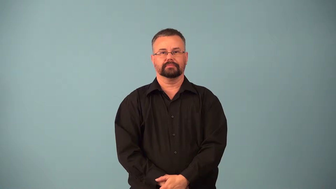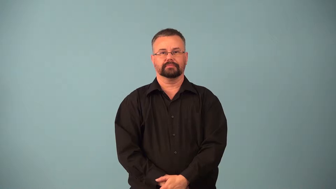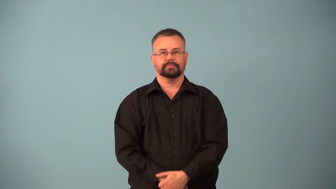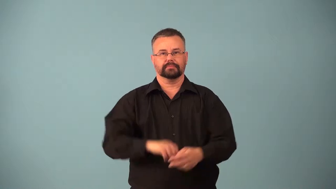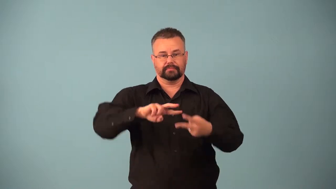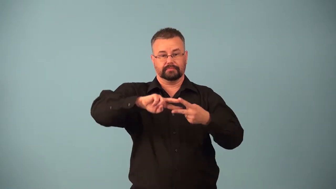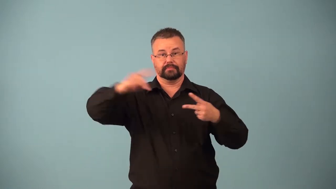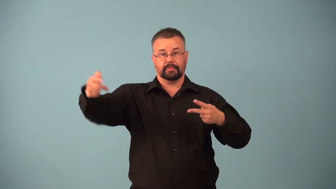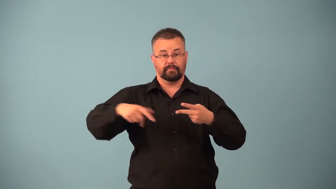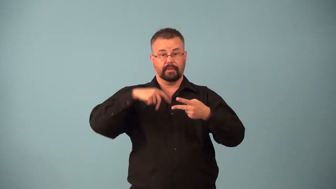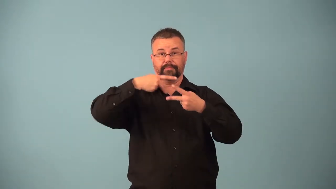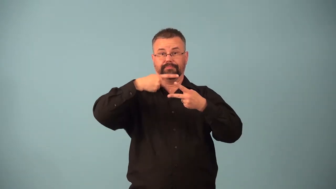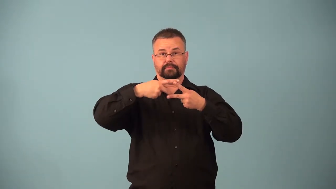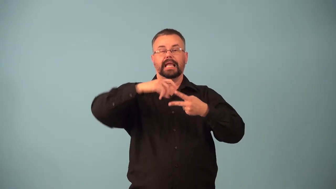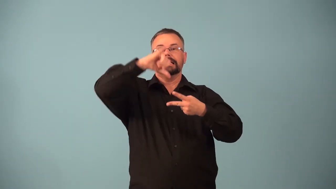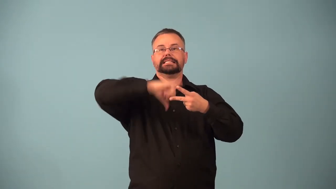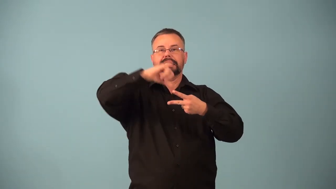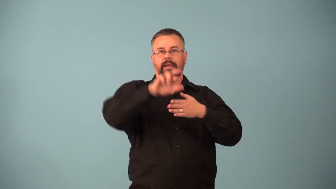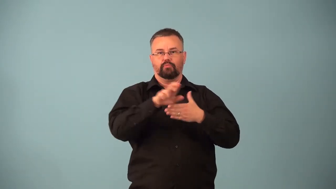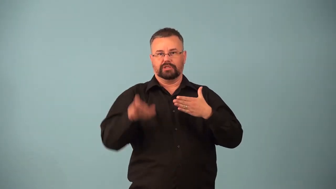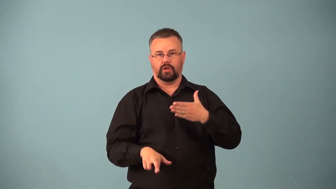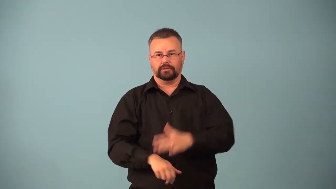homozygous